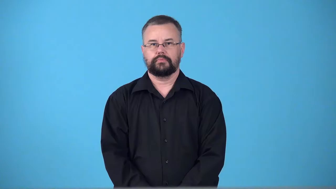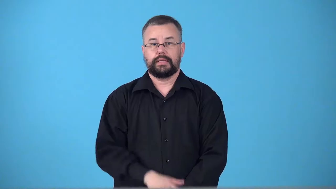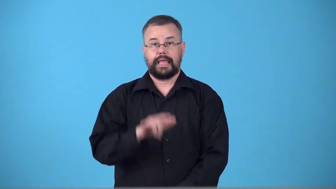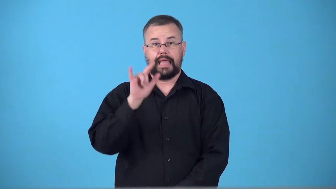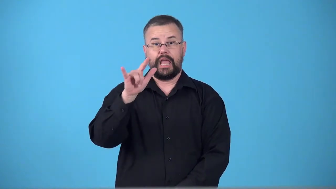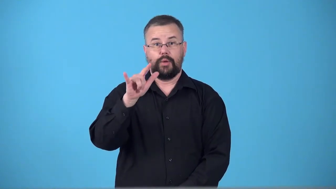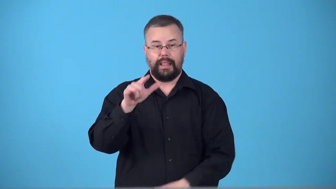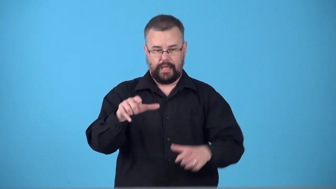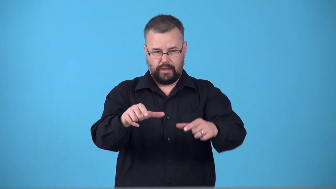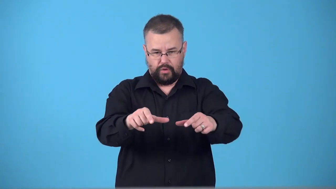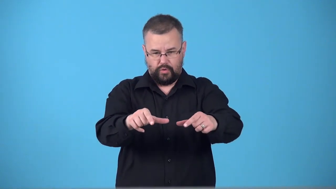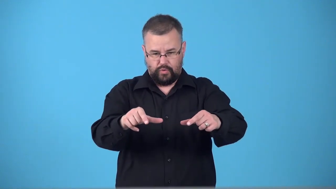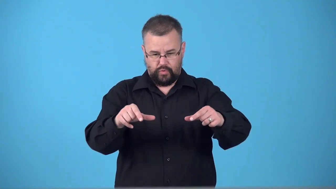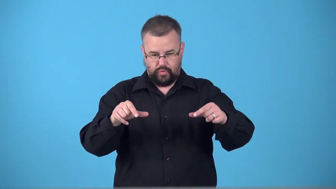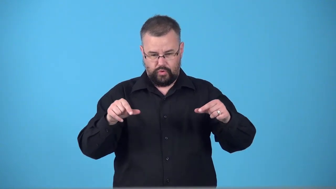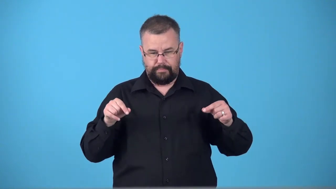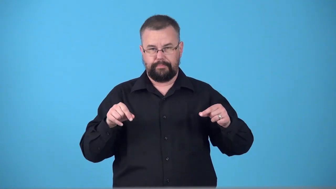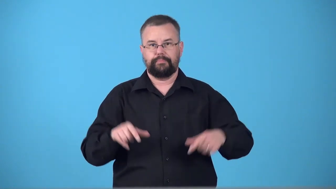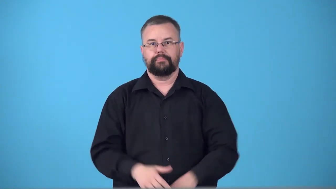sweptback